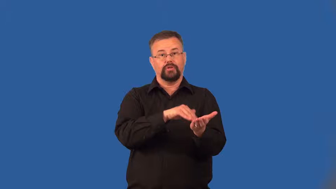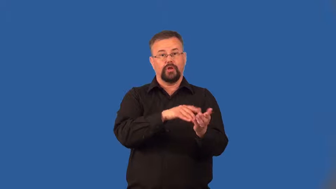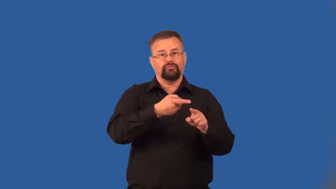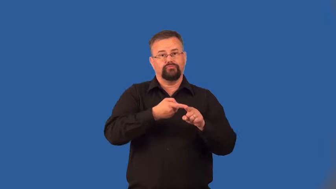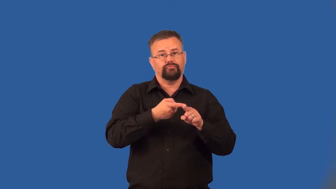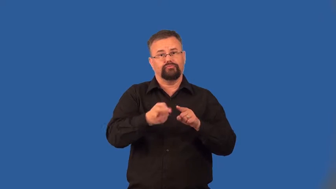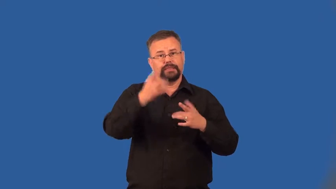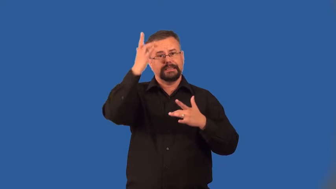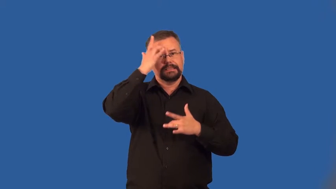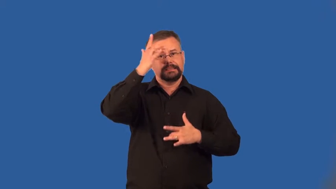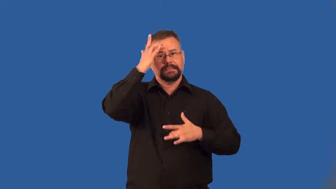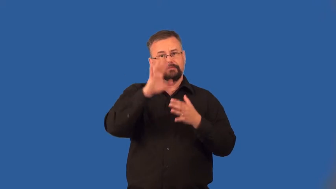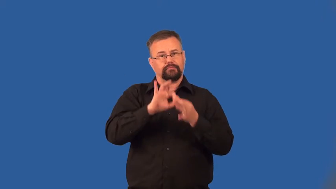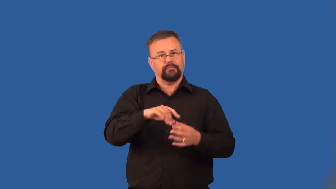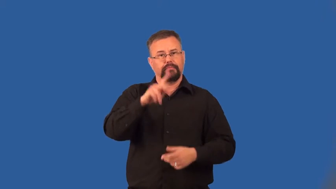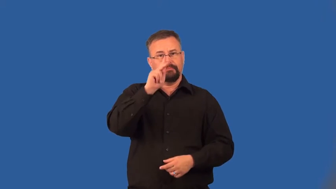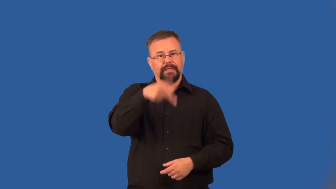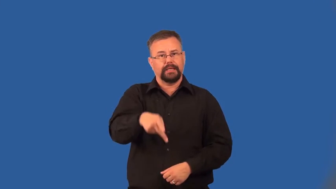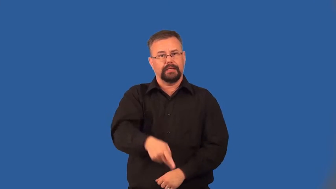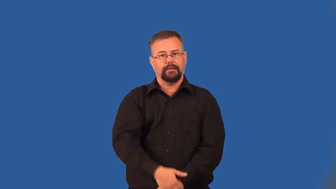urology